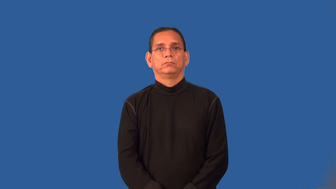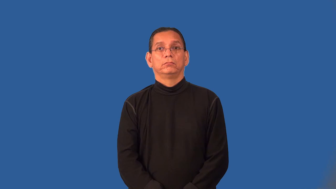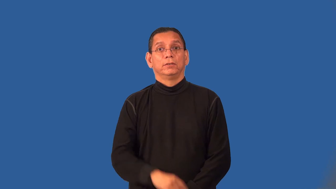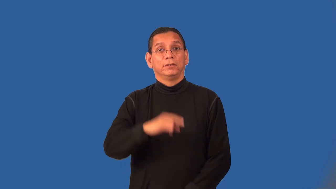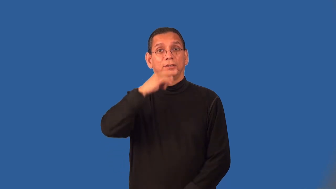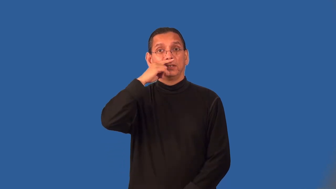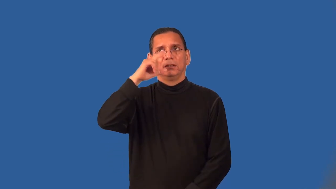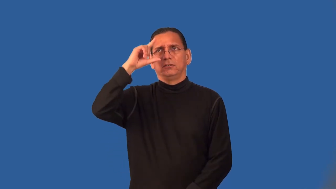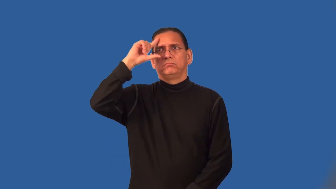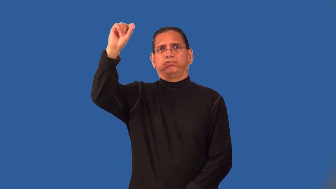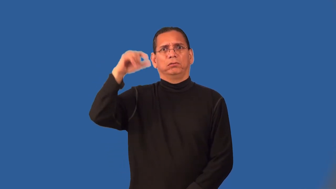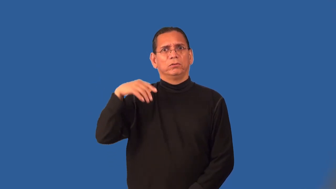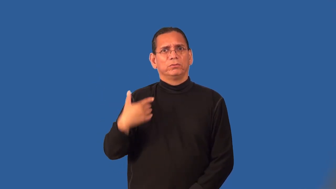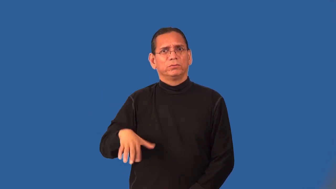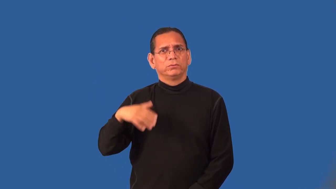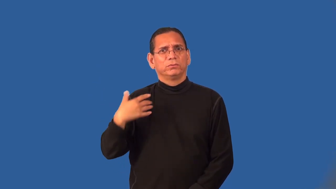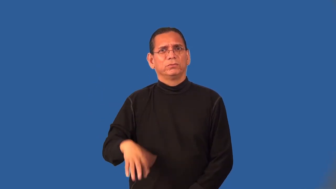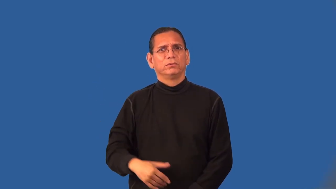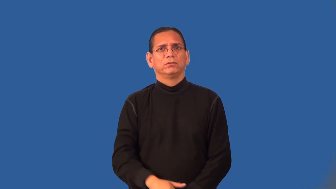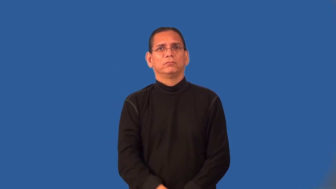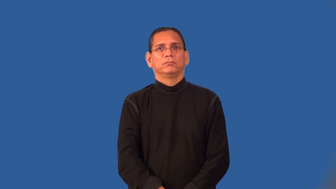precocious